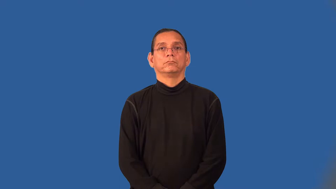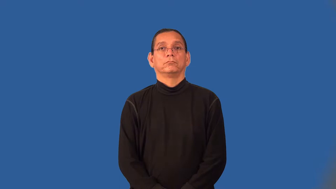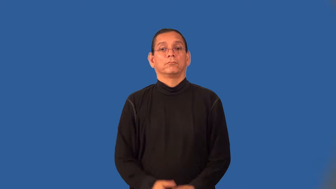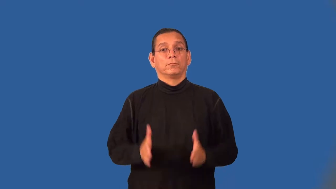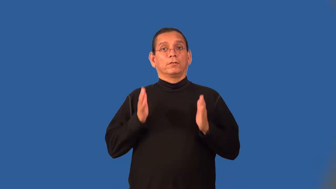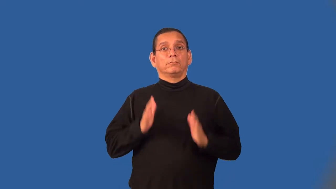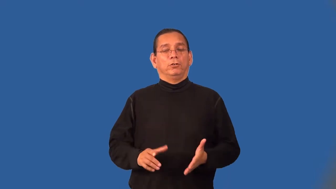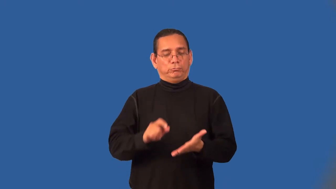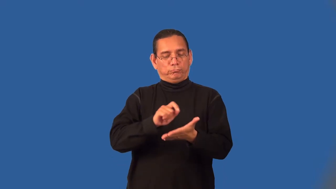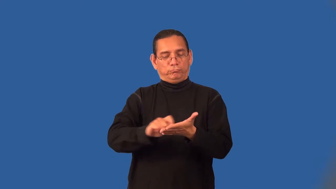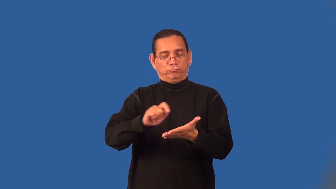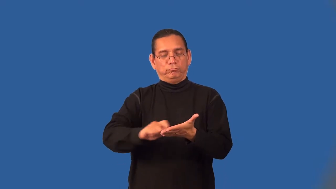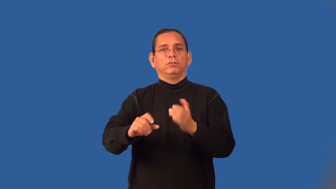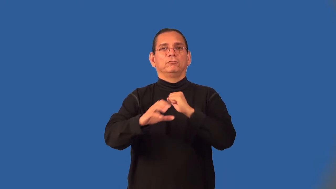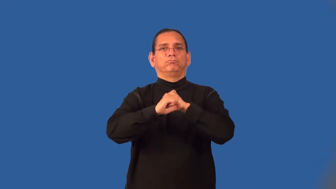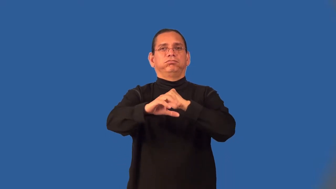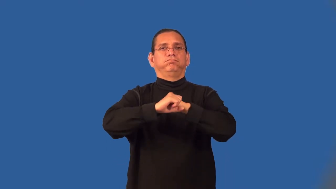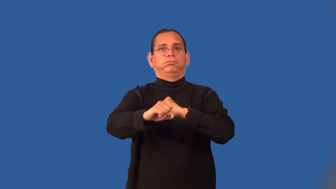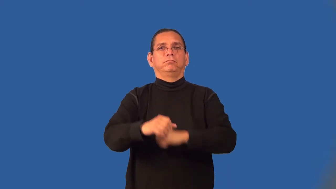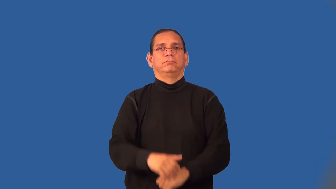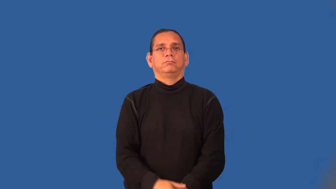copywriter